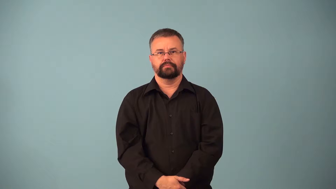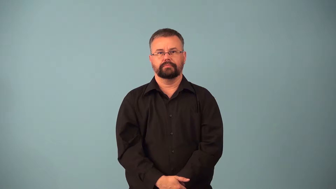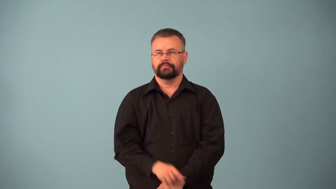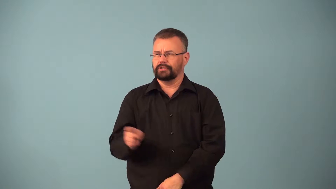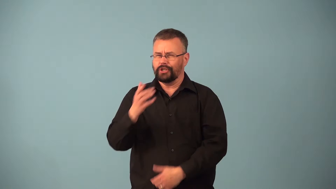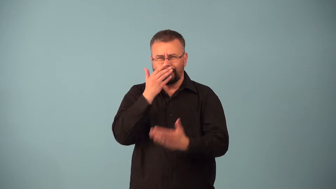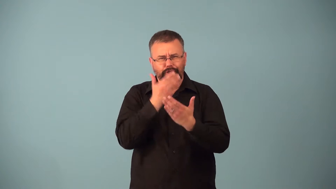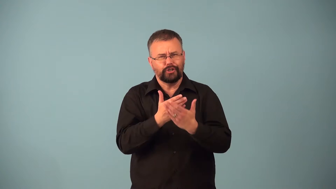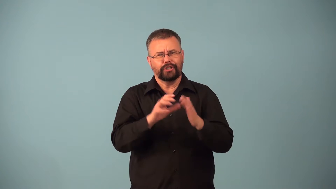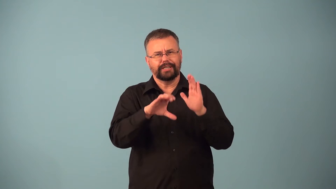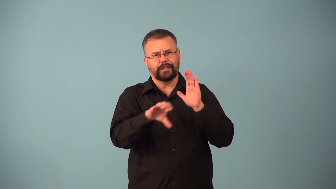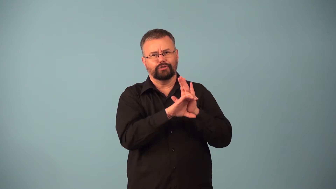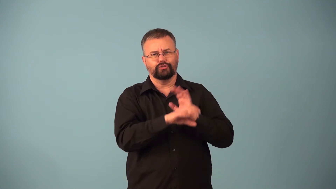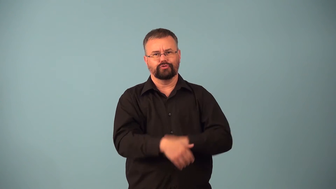character-good honest